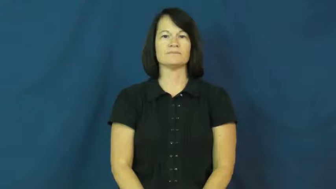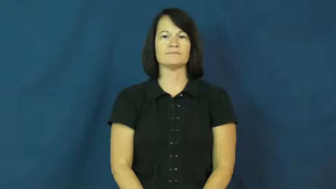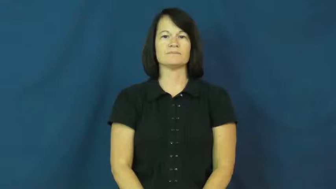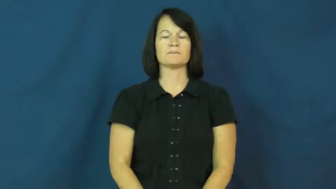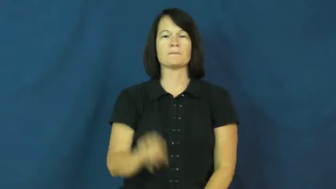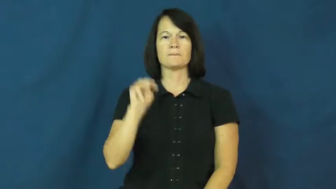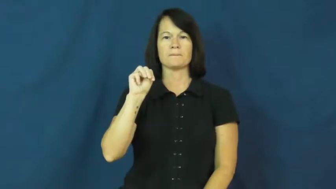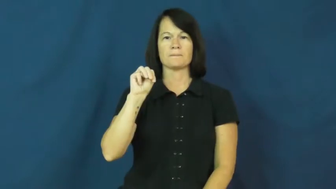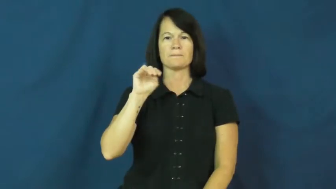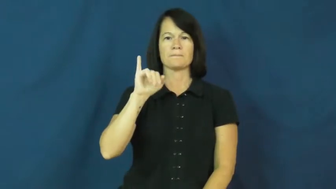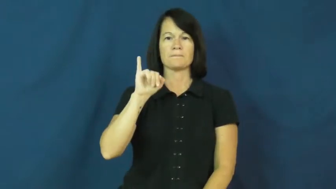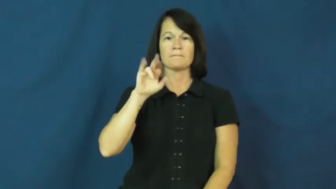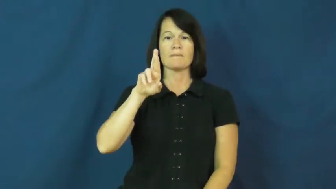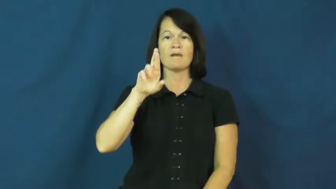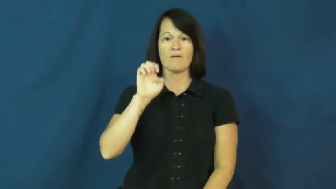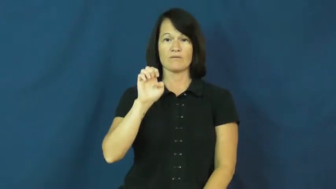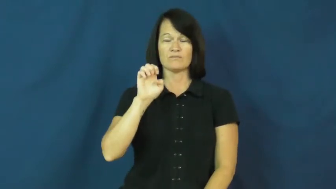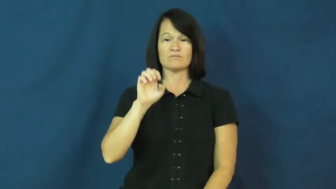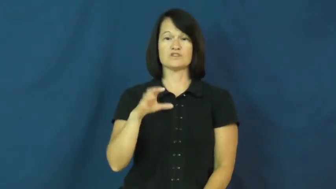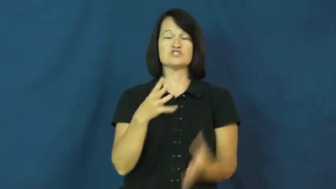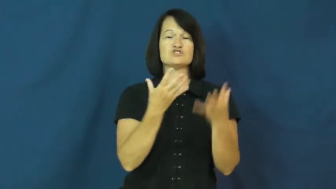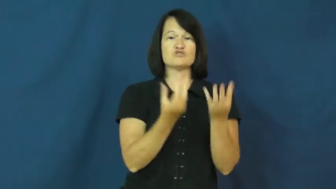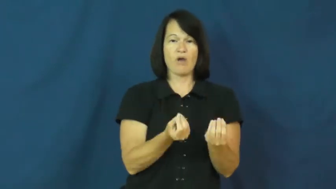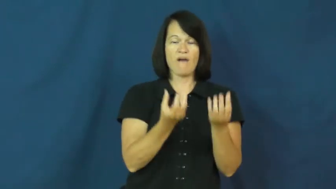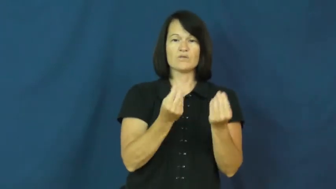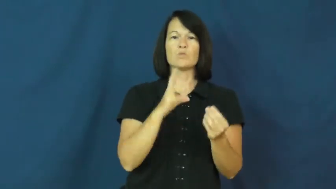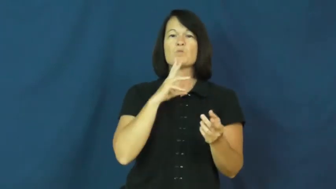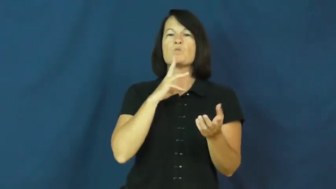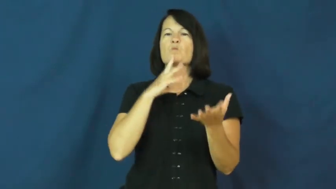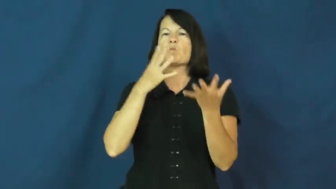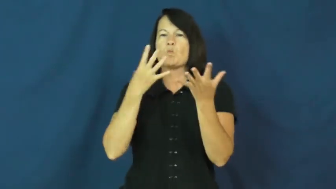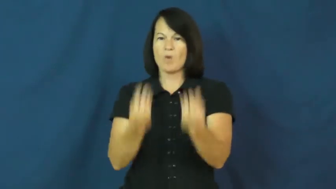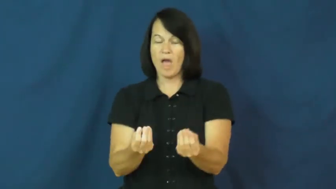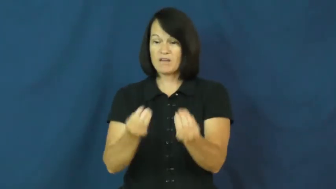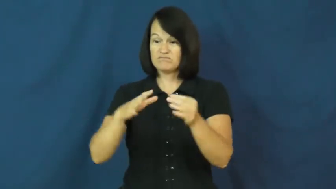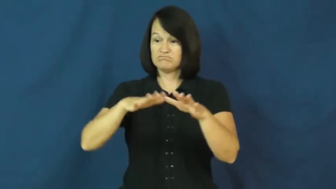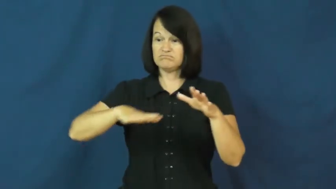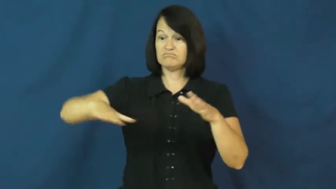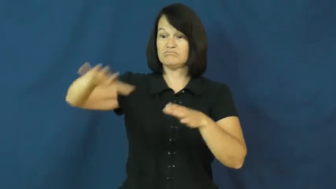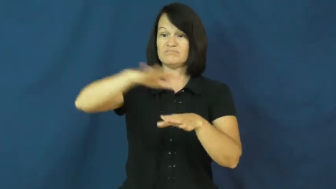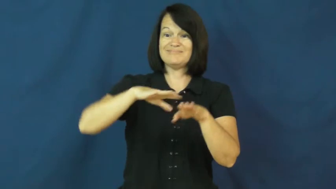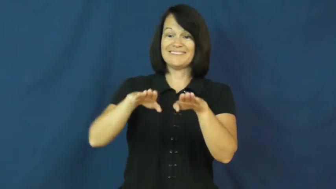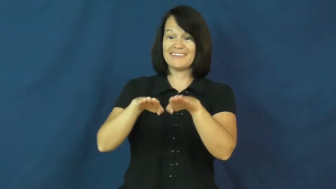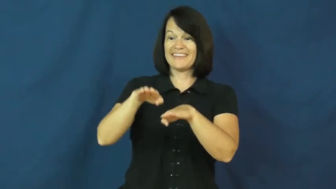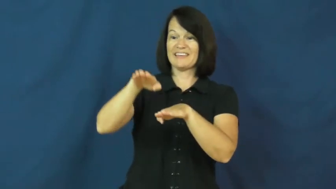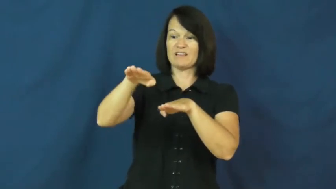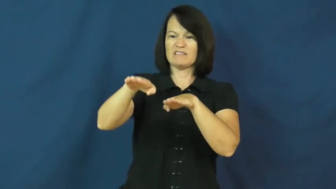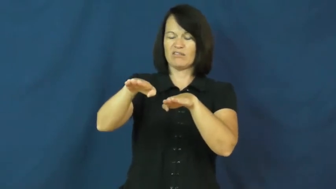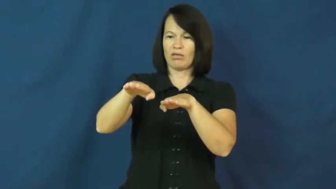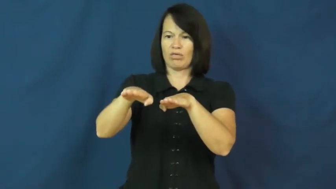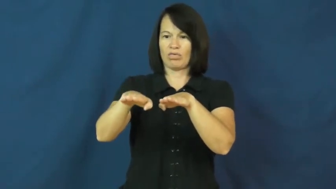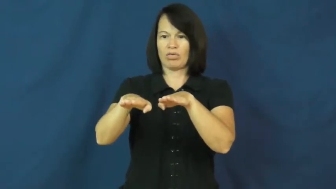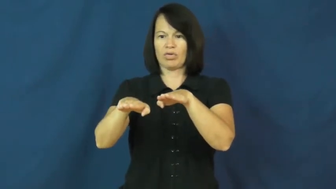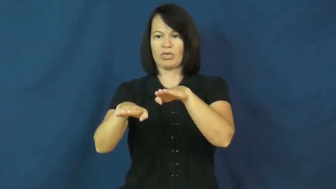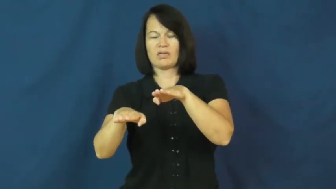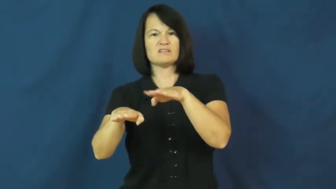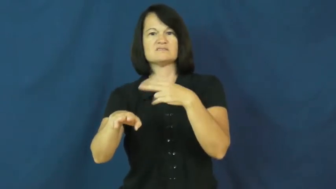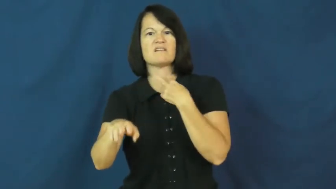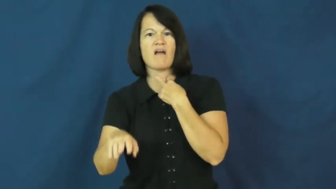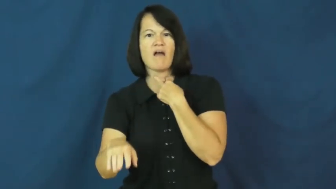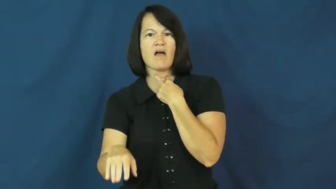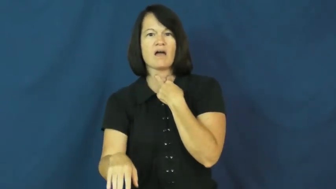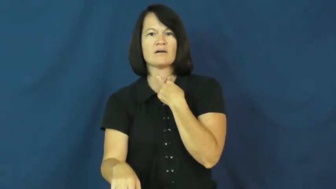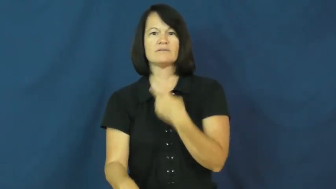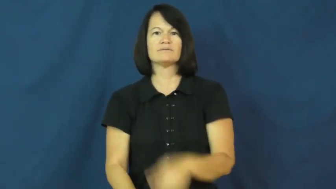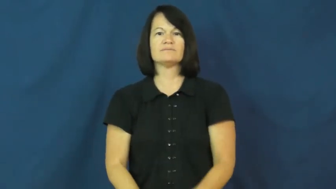mire,boggy